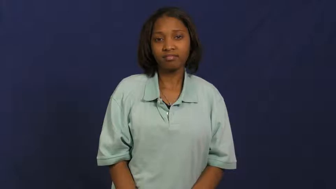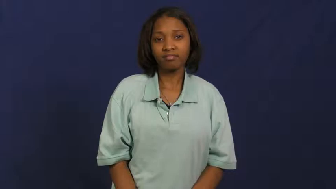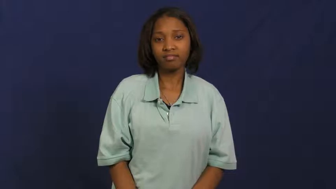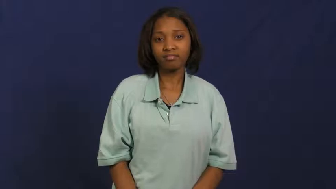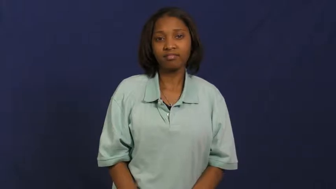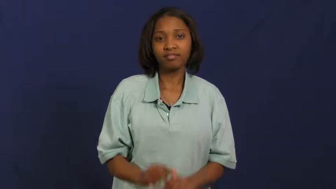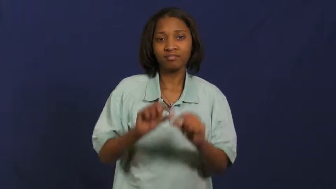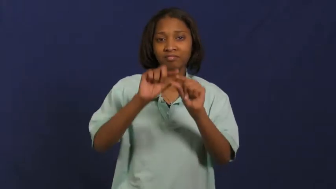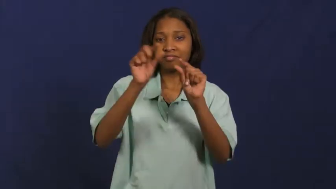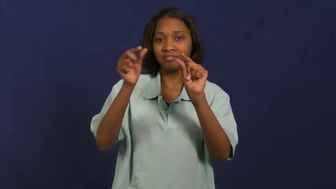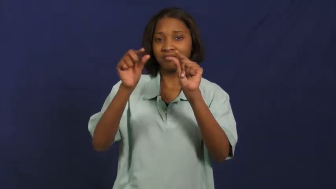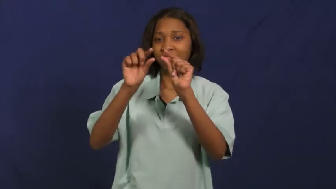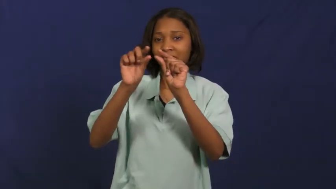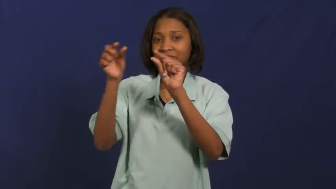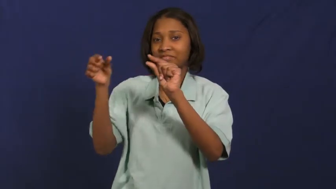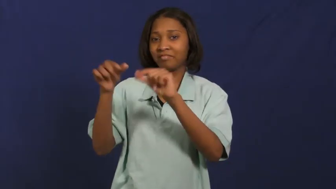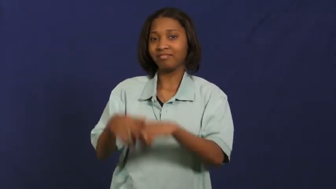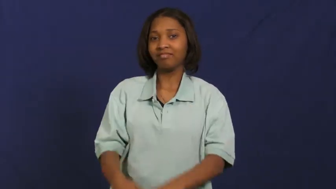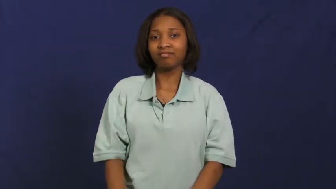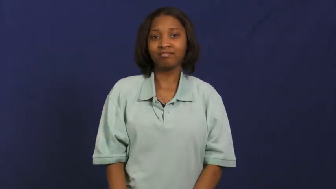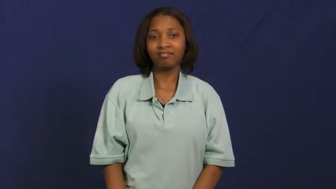macaroni